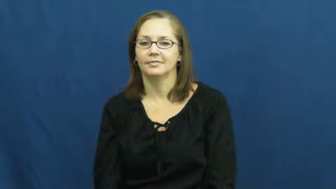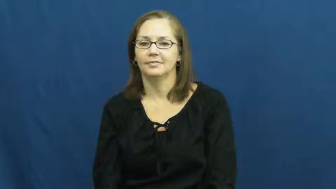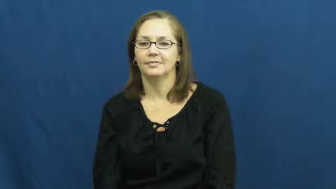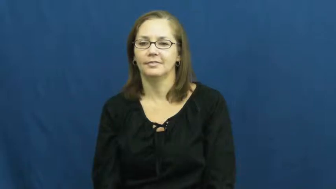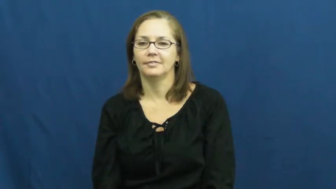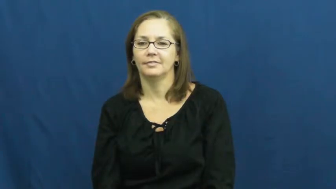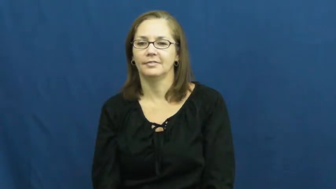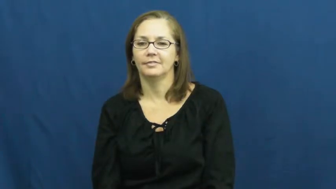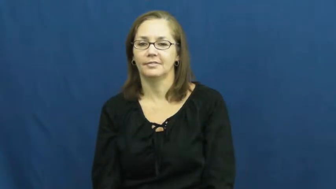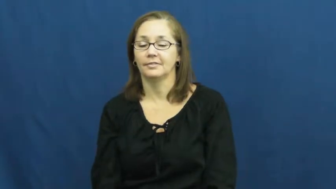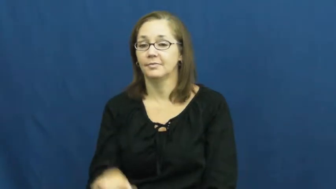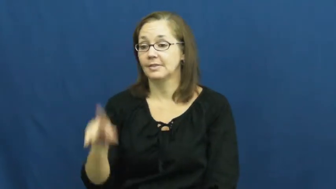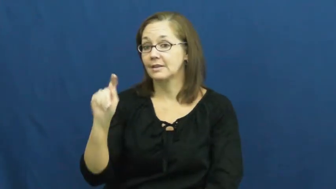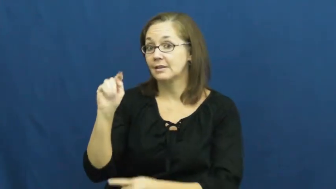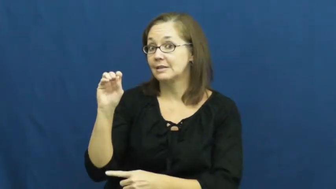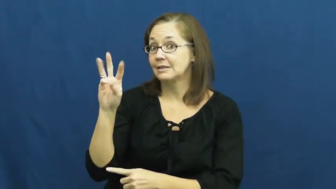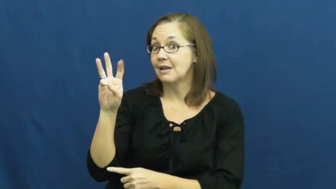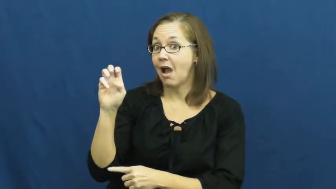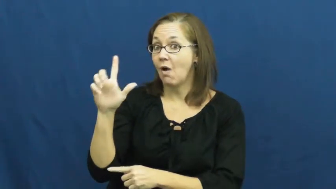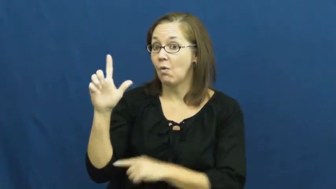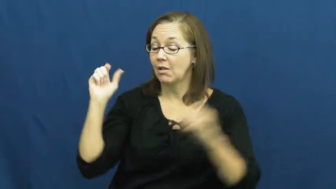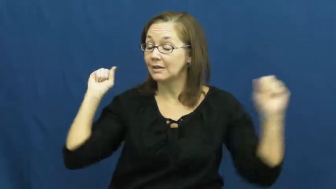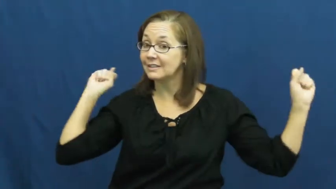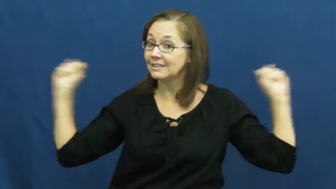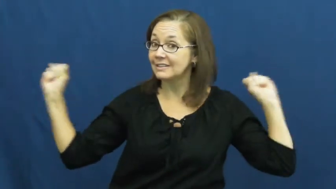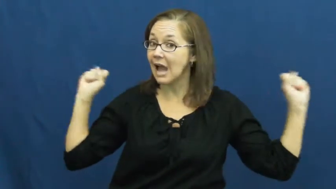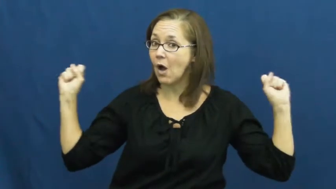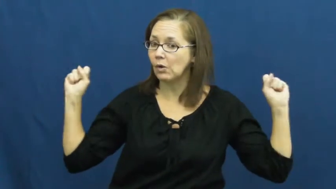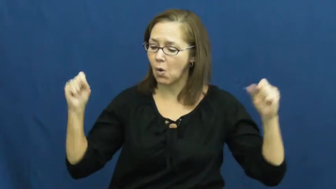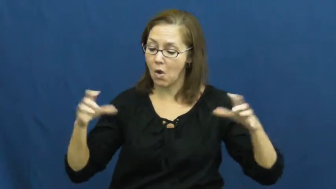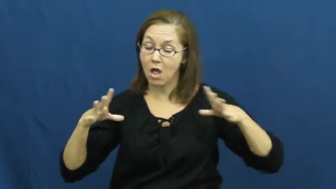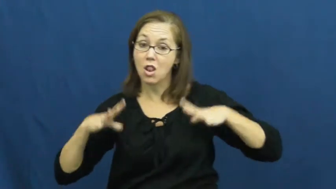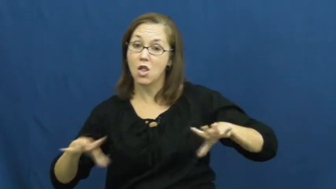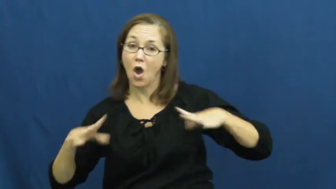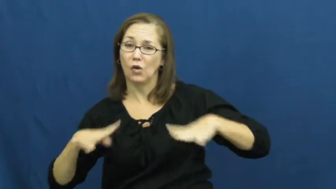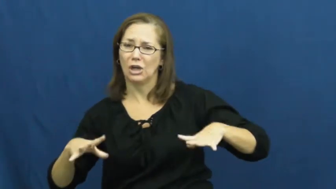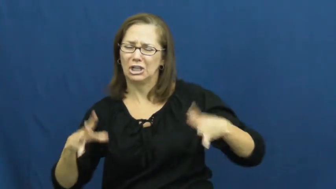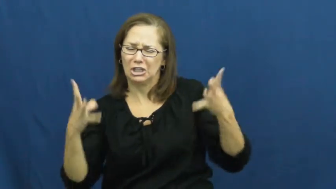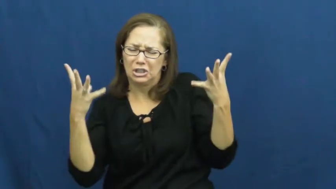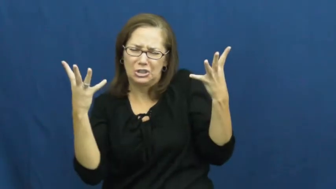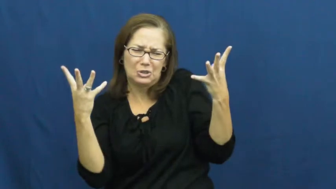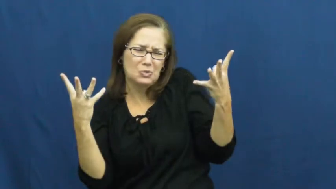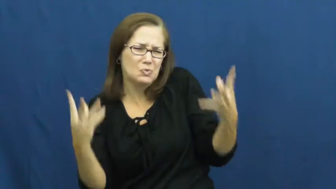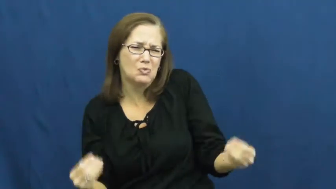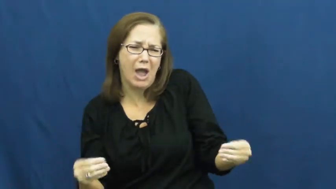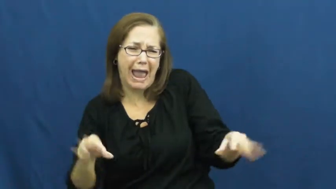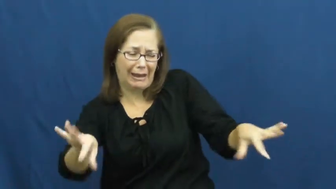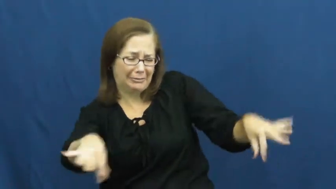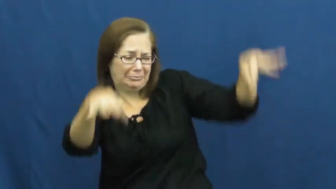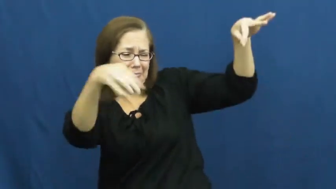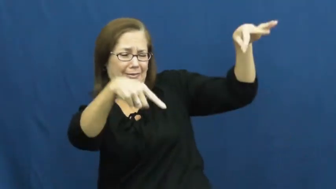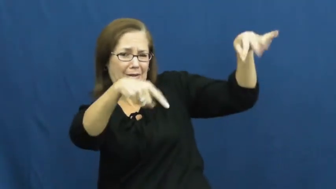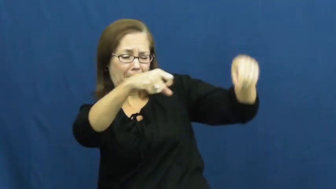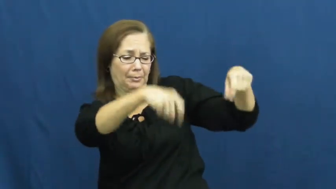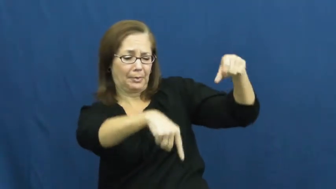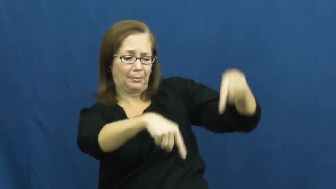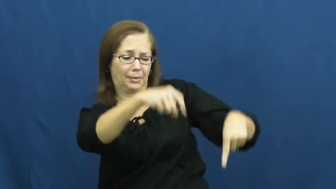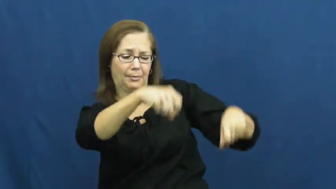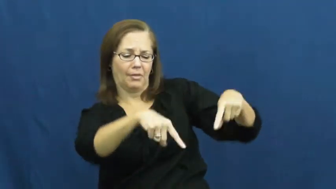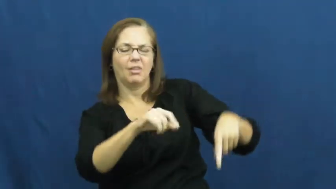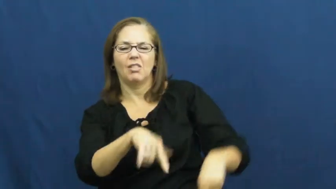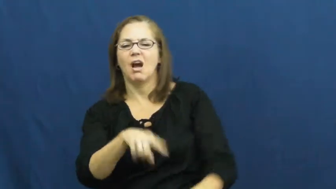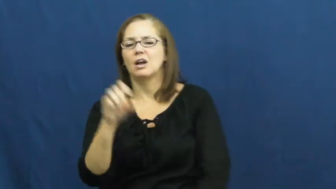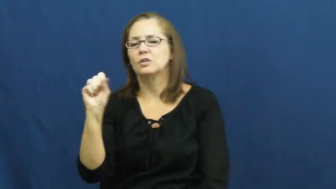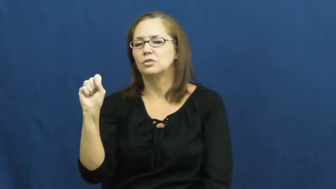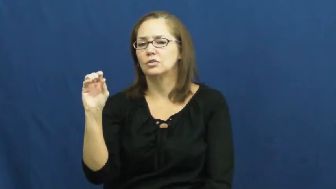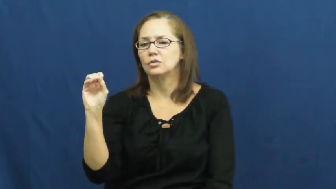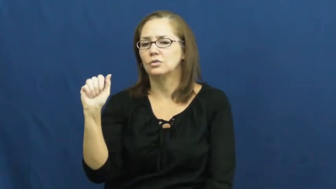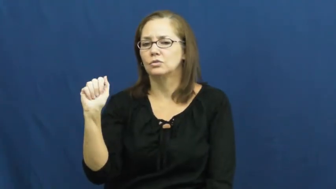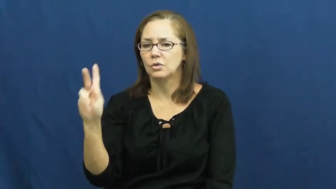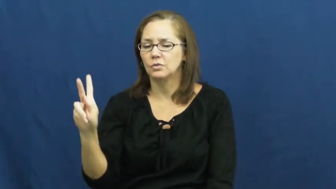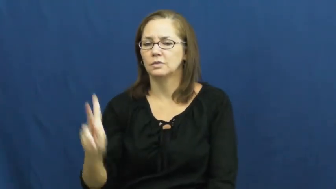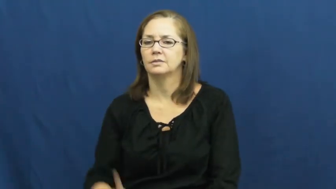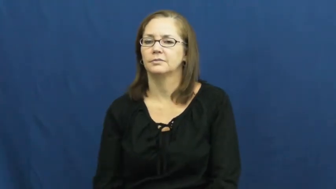soak-clothes